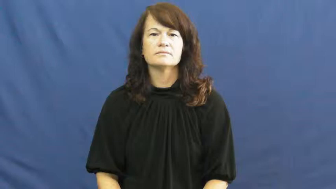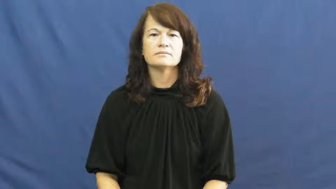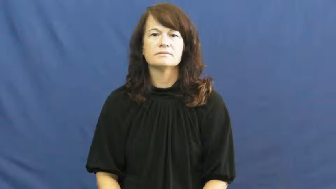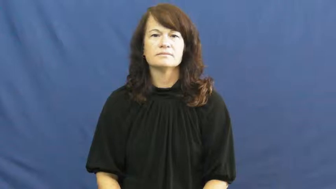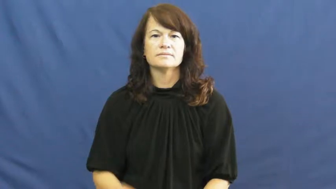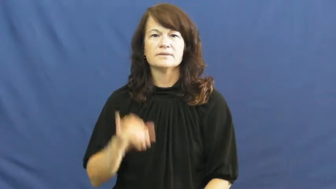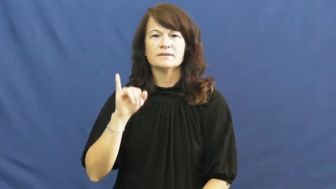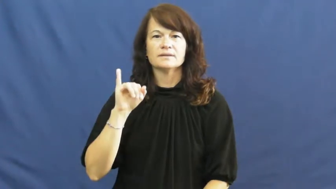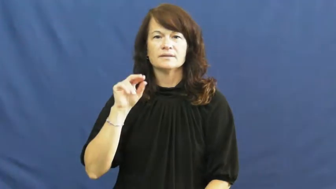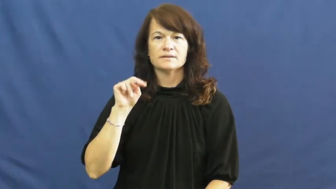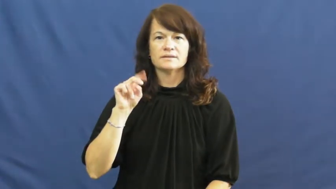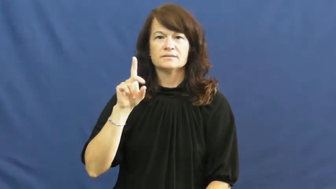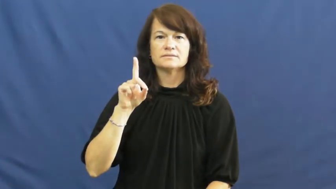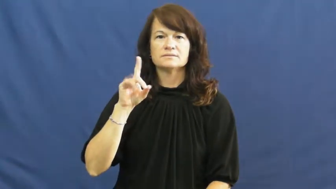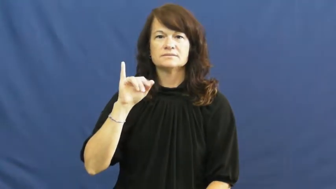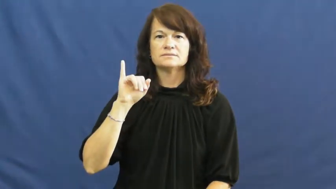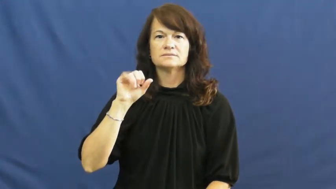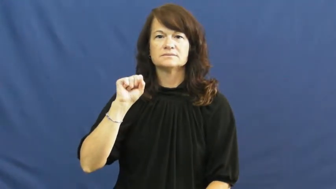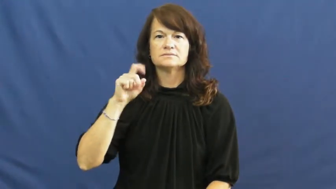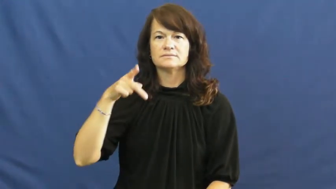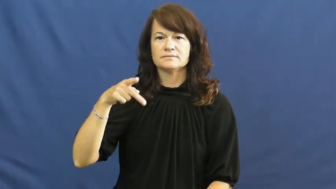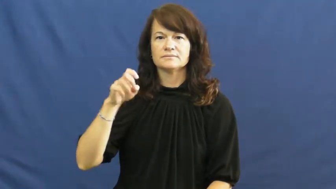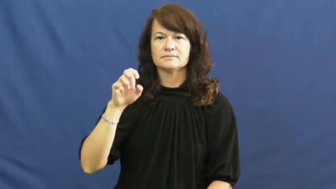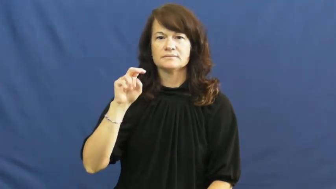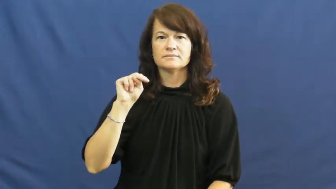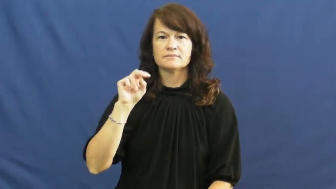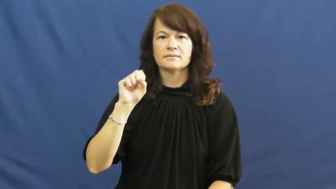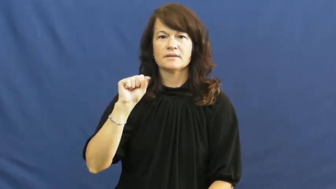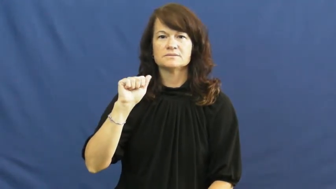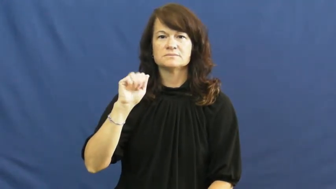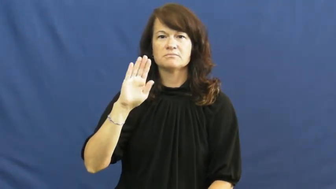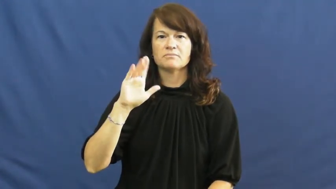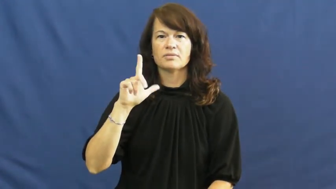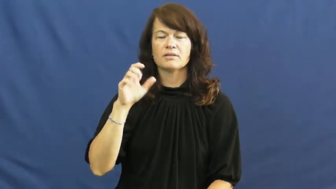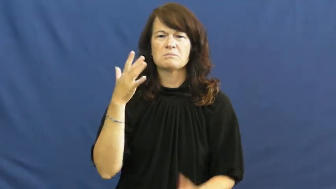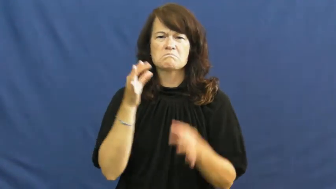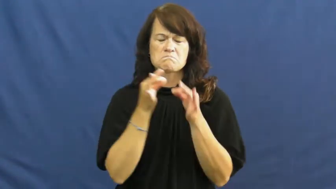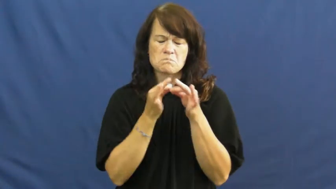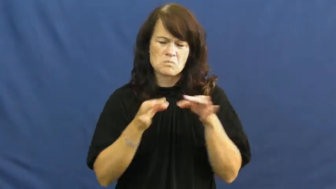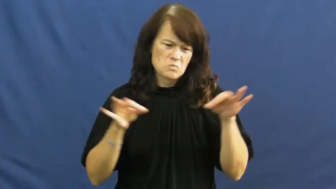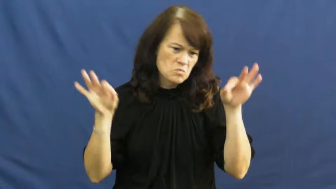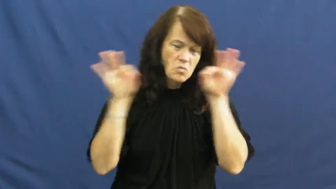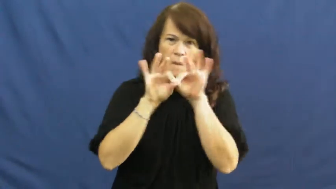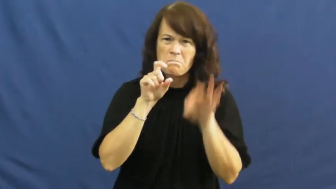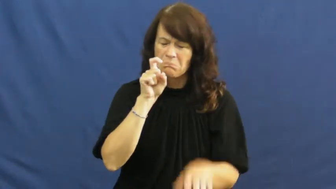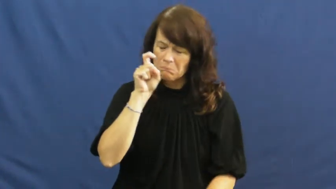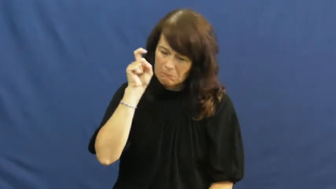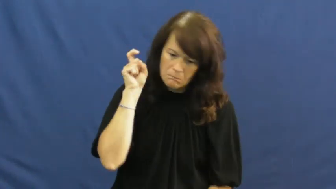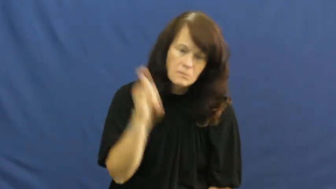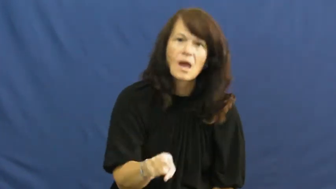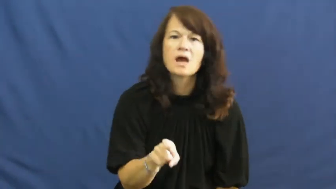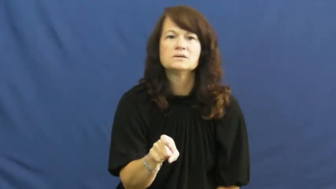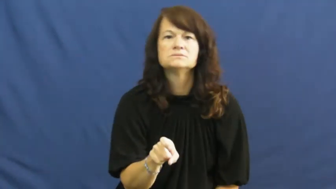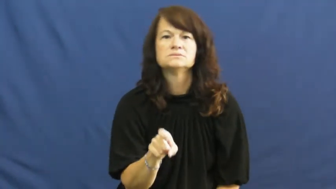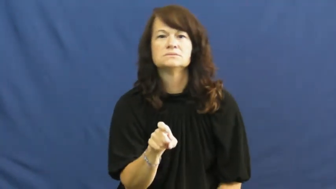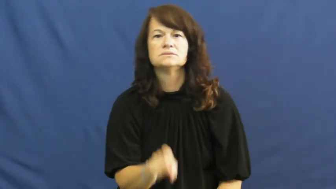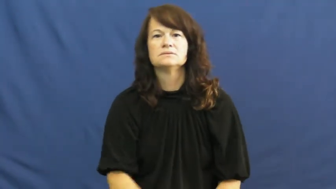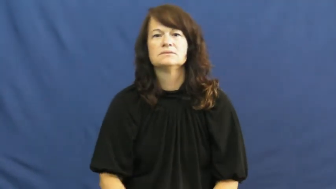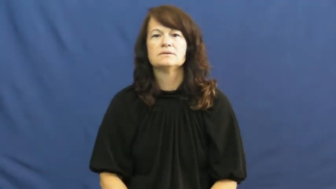indispensable